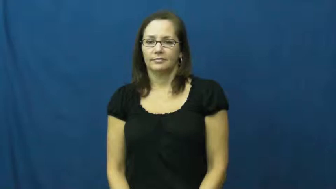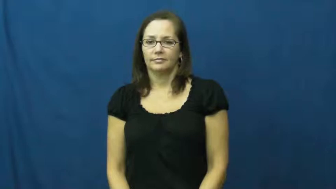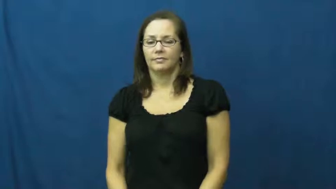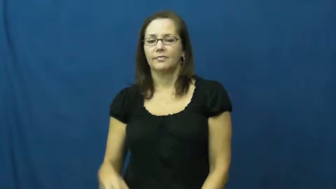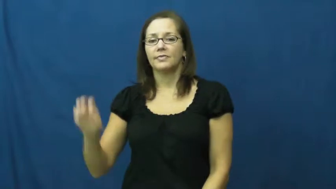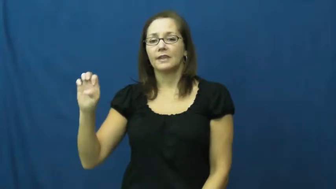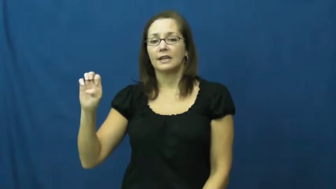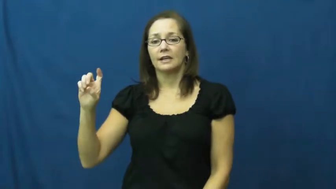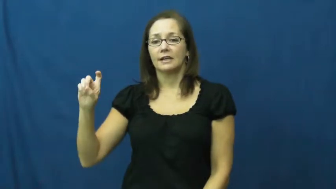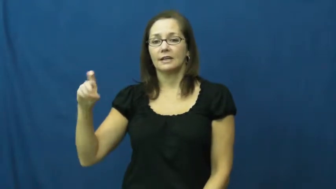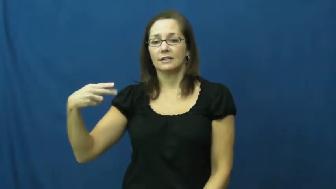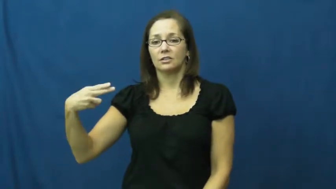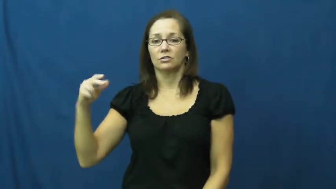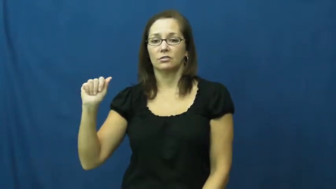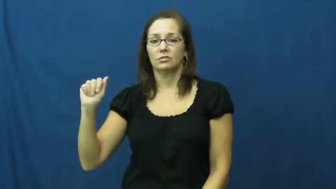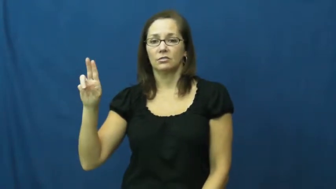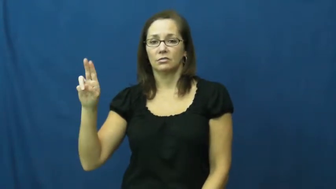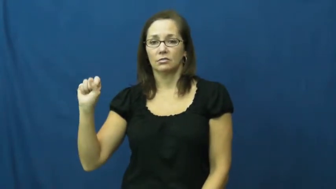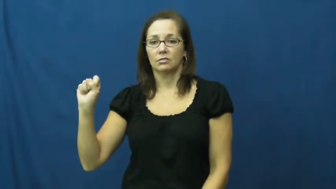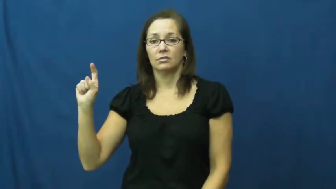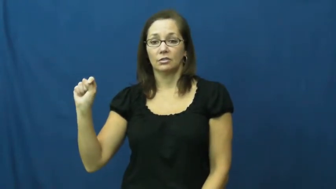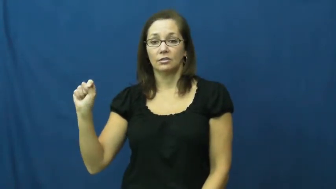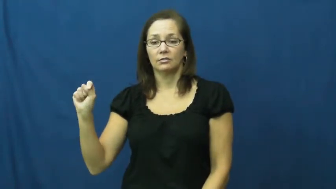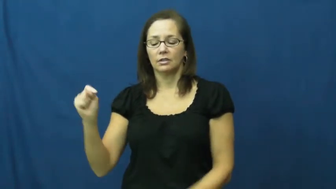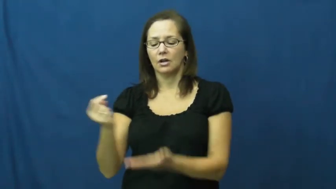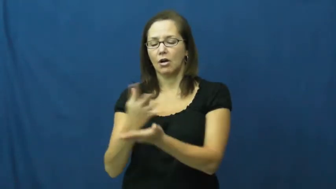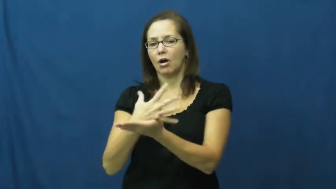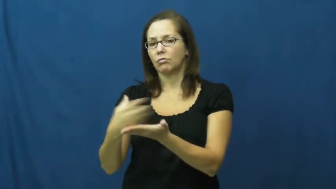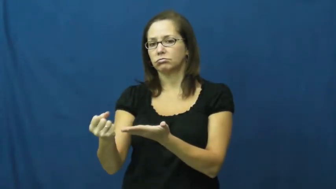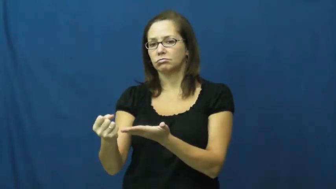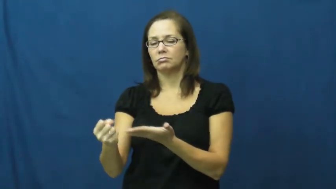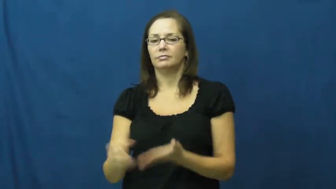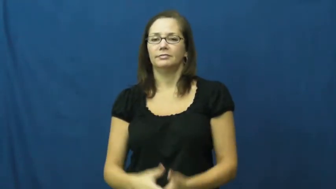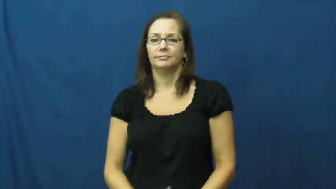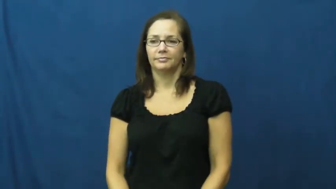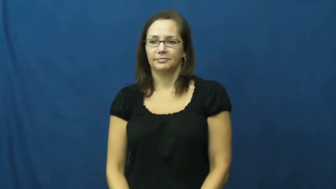exhaust-use up